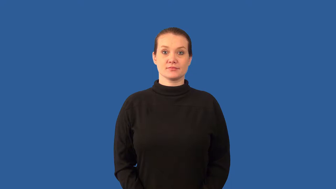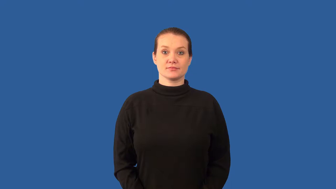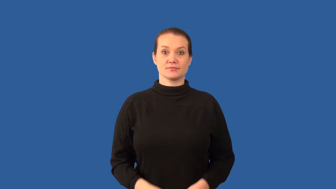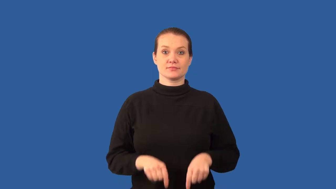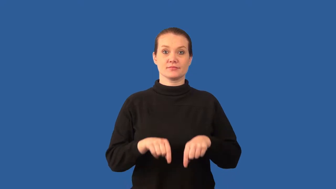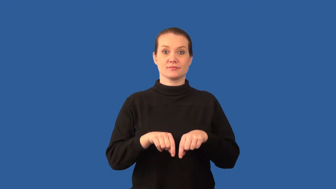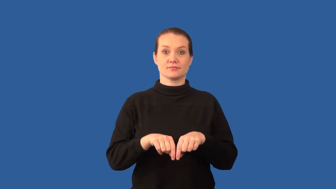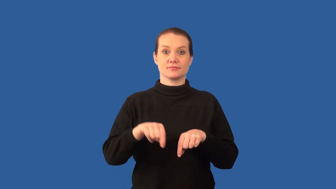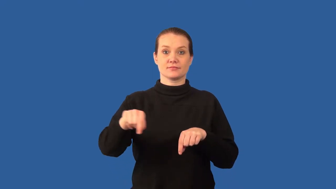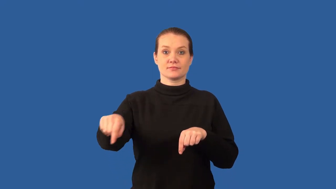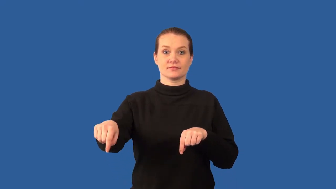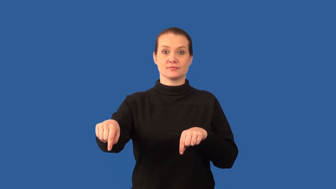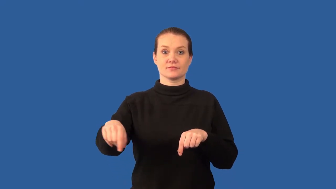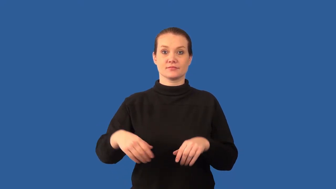displace